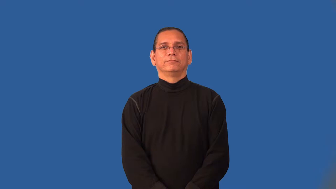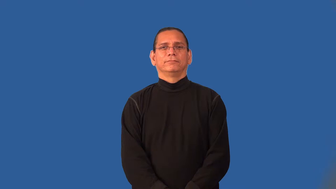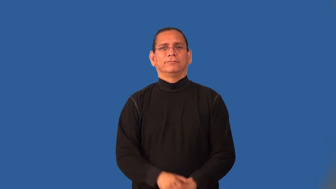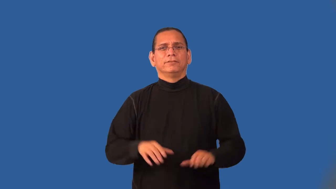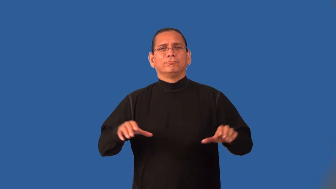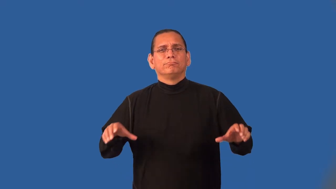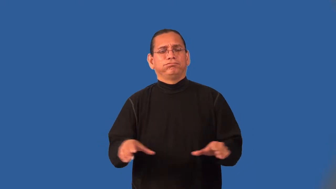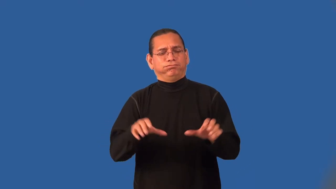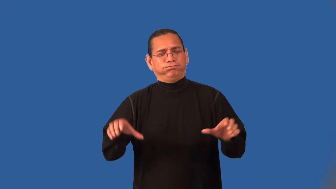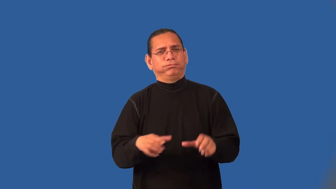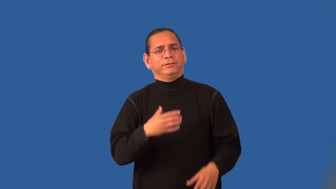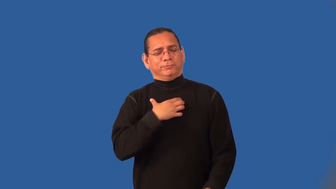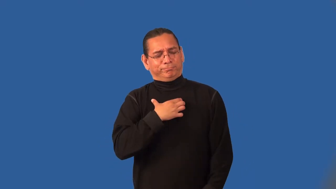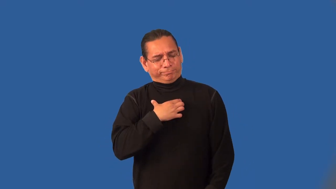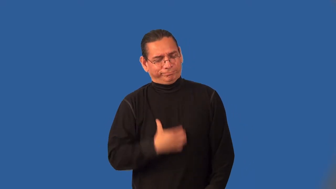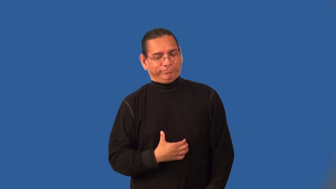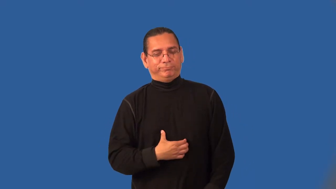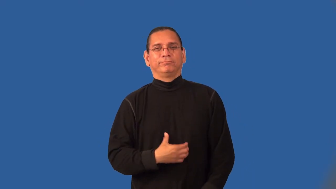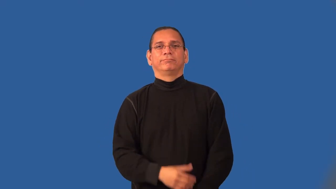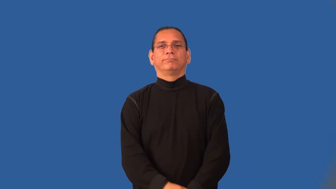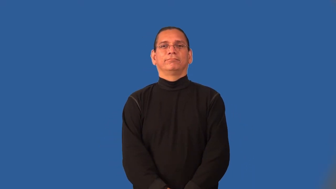impassion